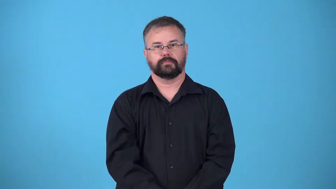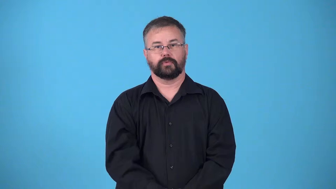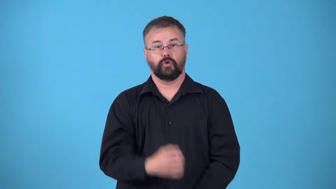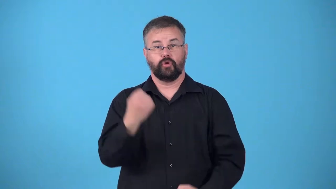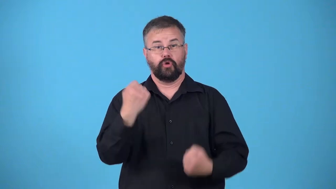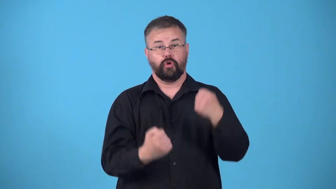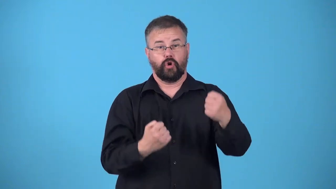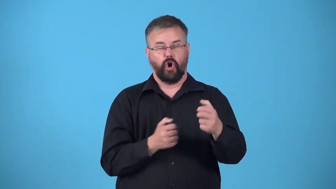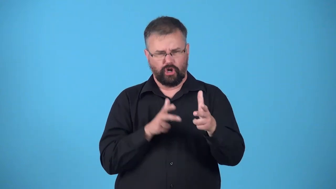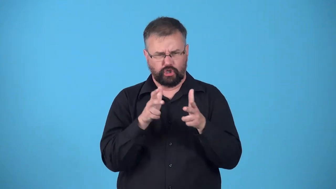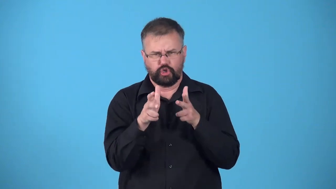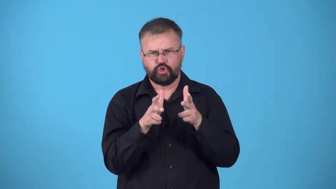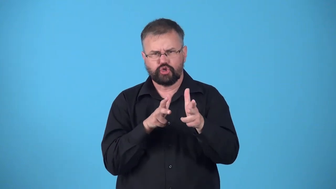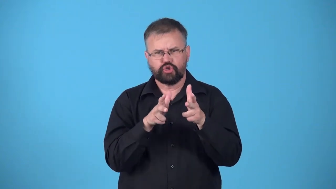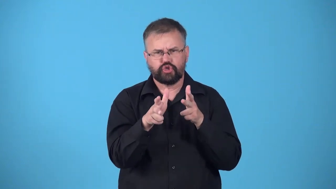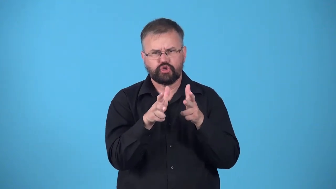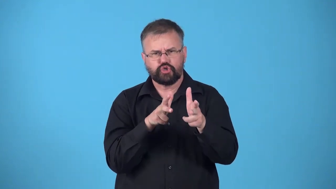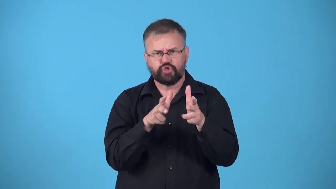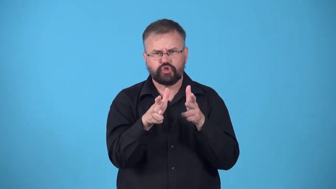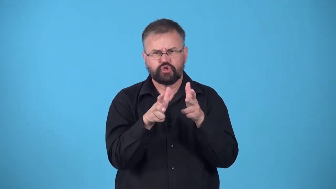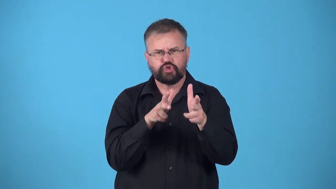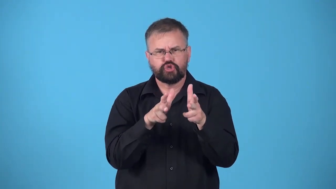draft-car